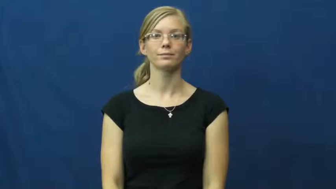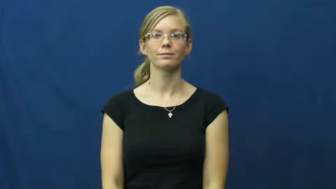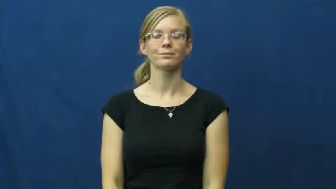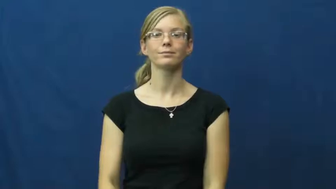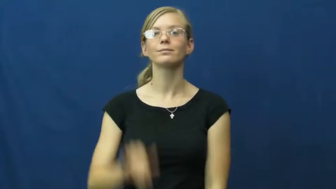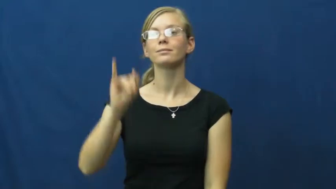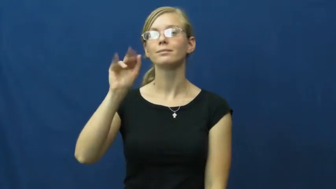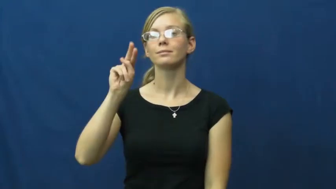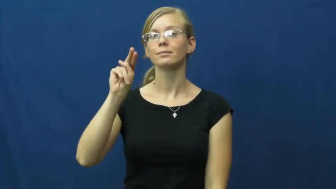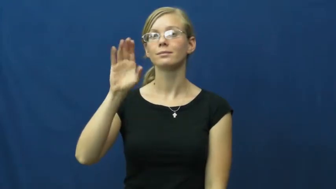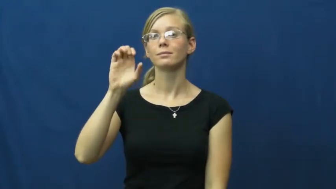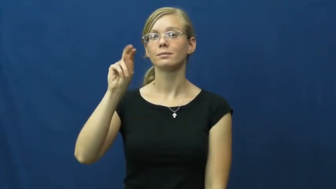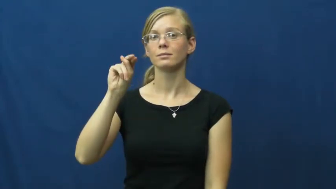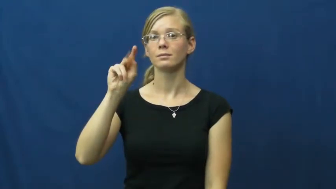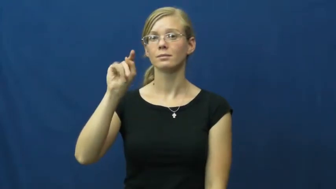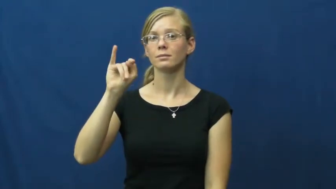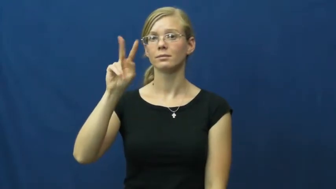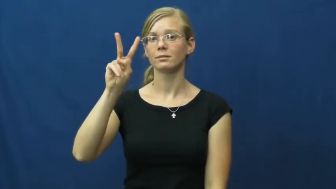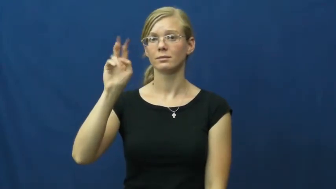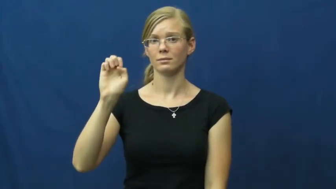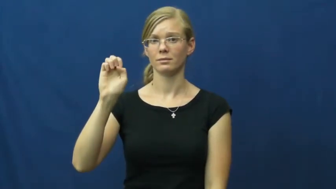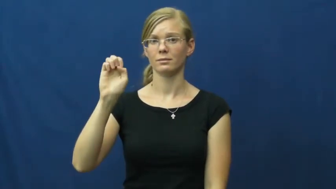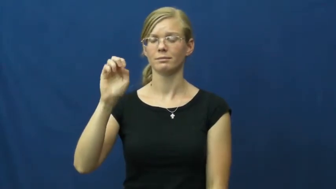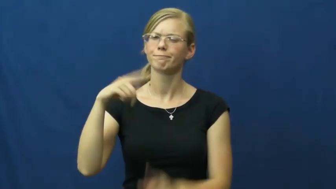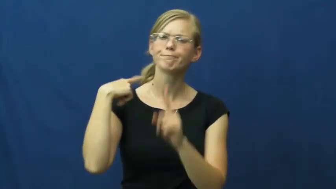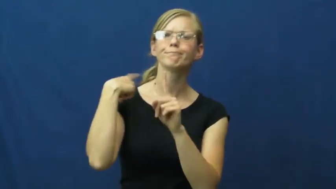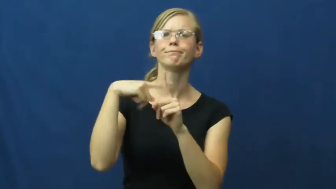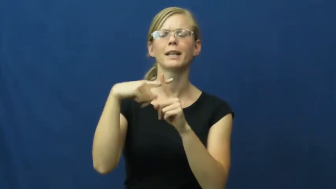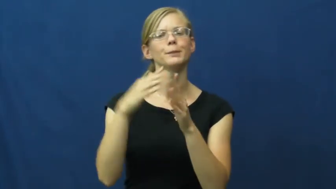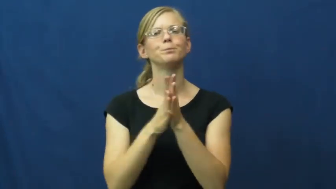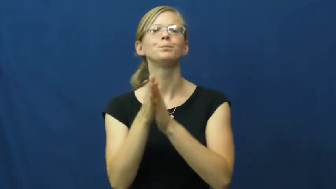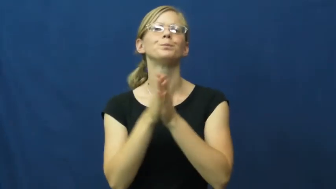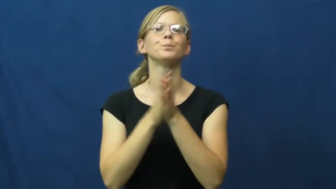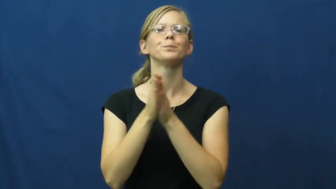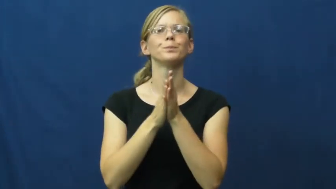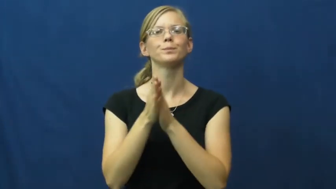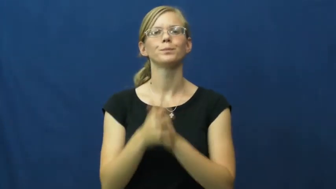incentive